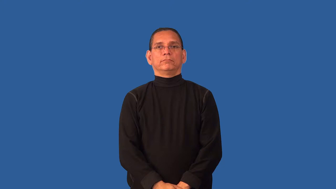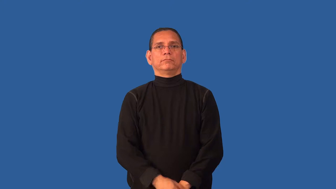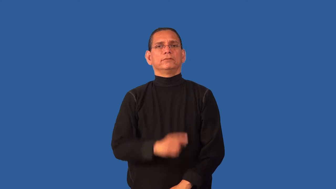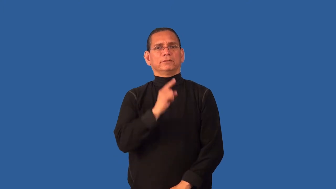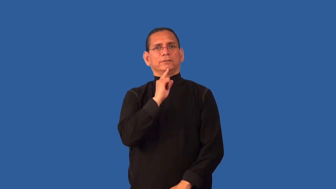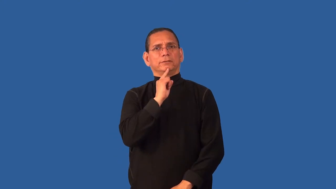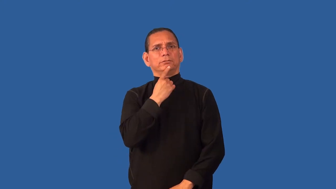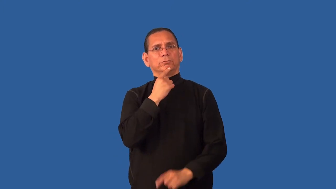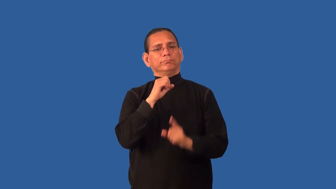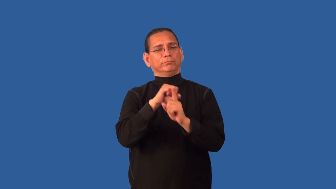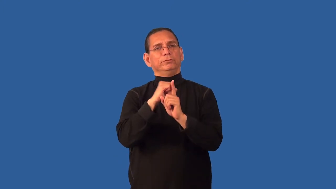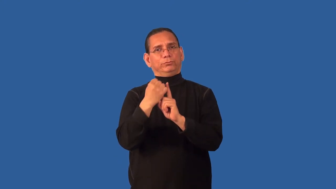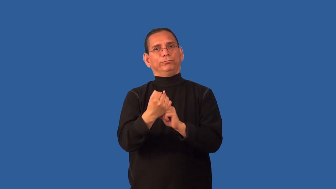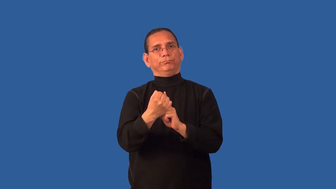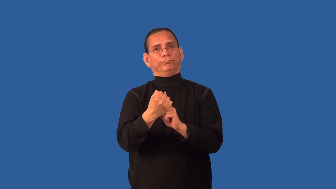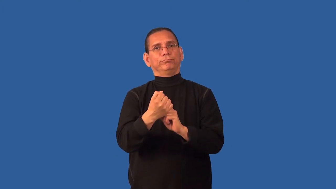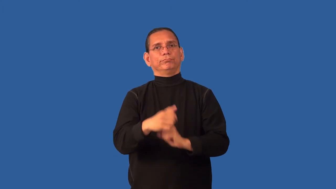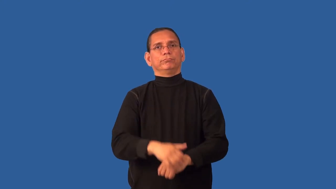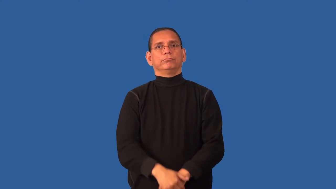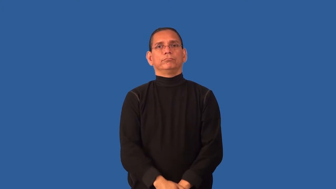critical-condition